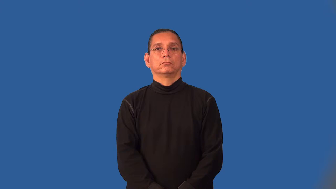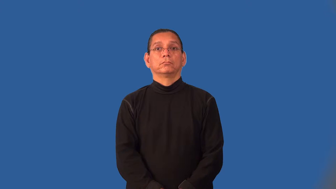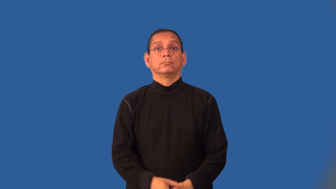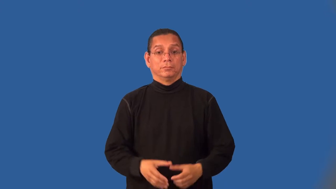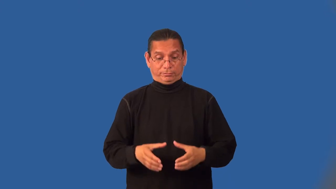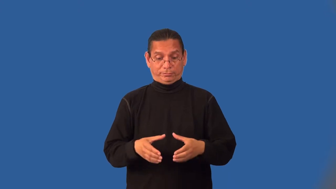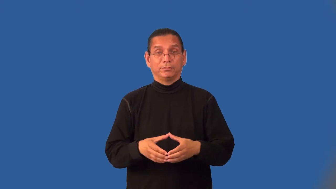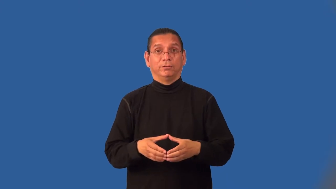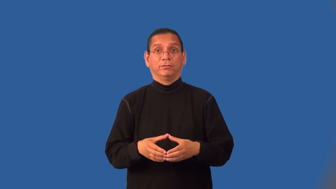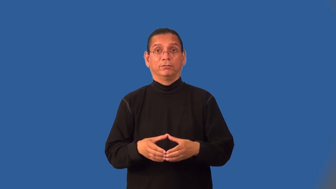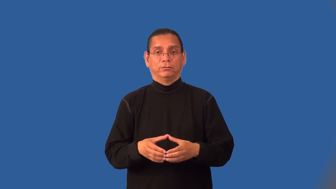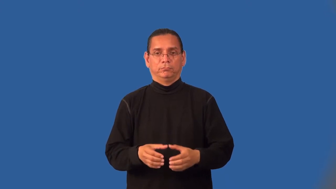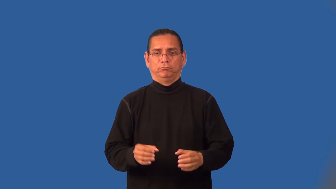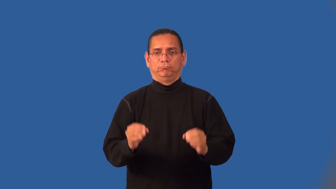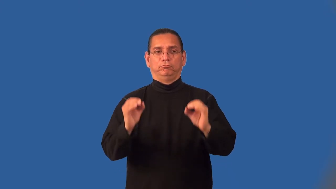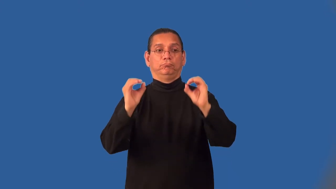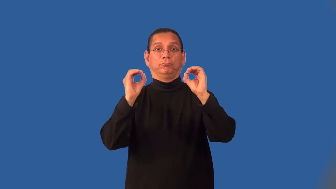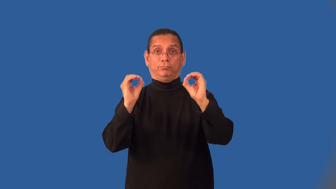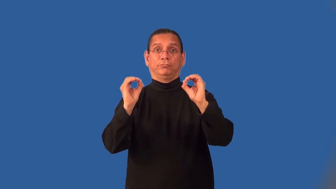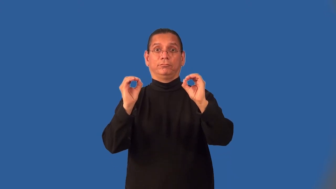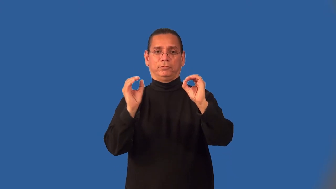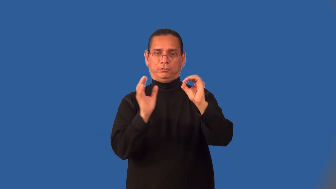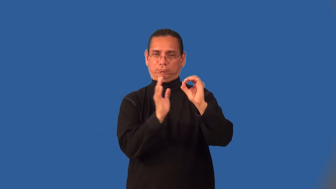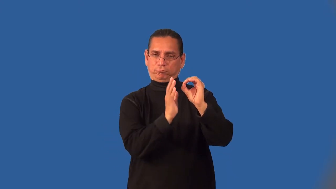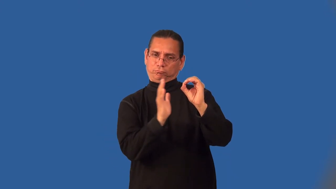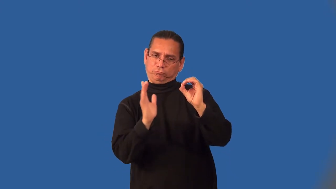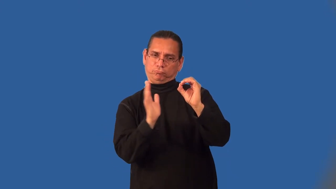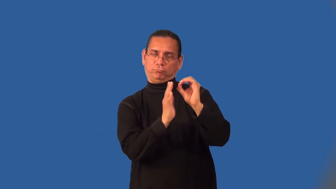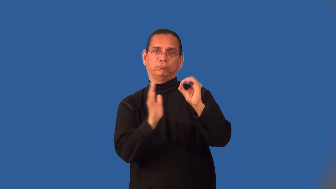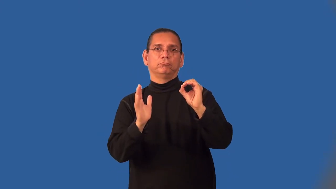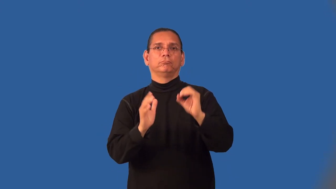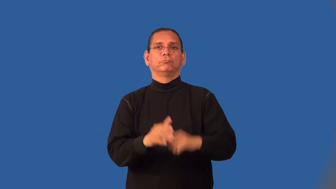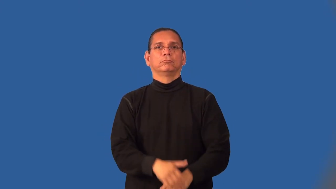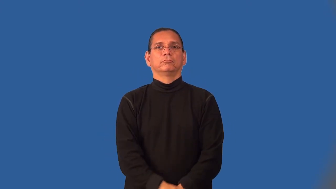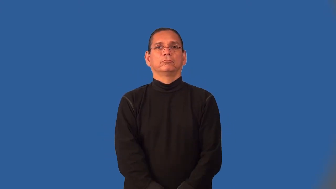intercellular